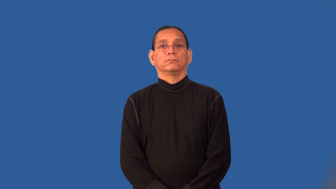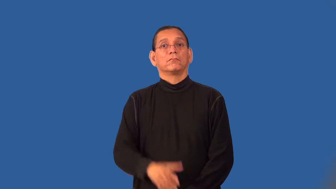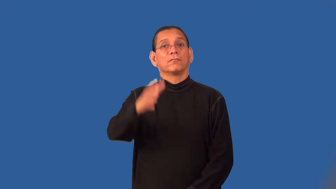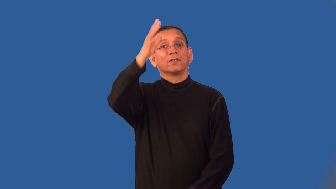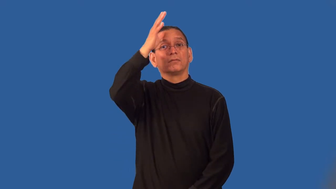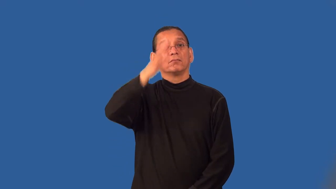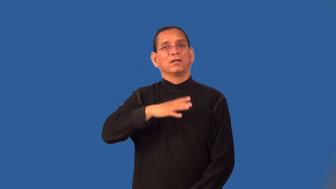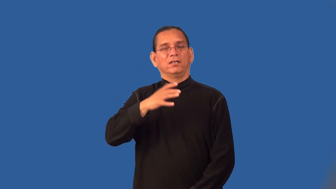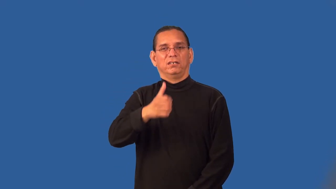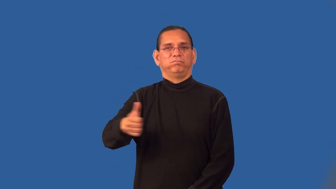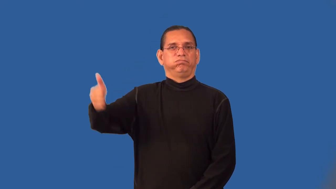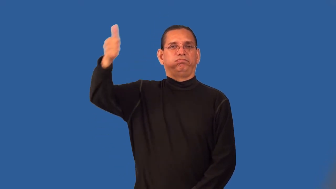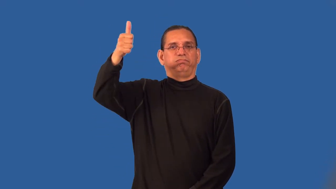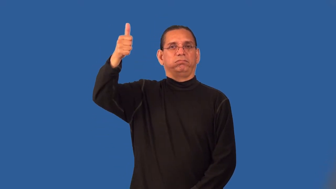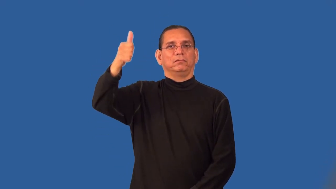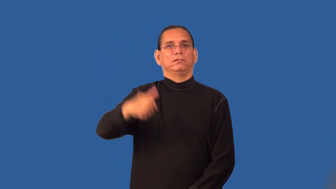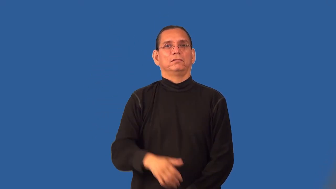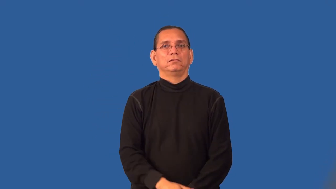patriarch